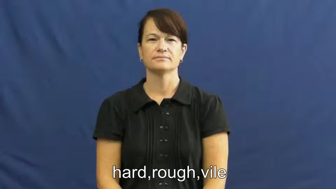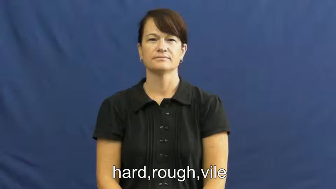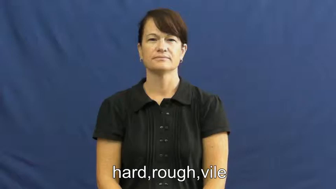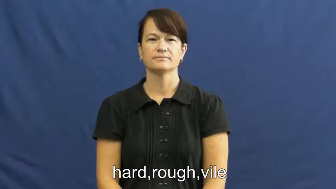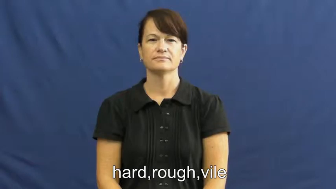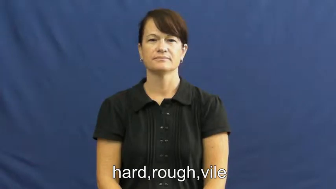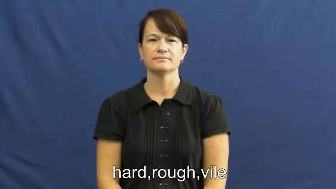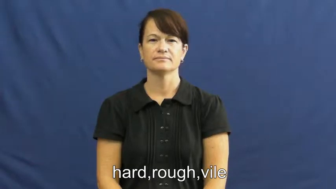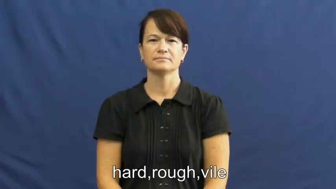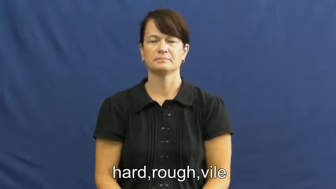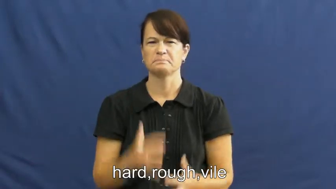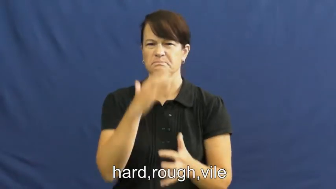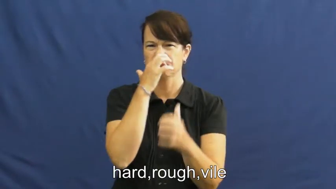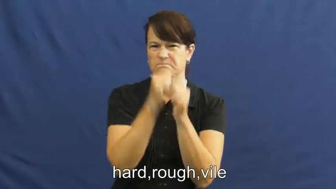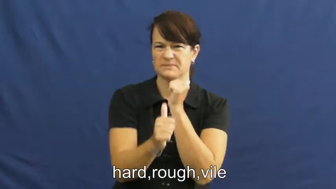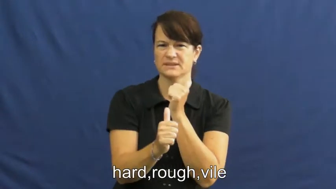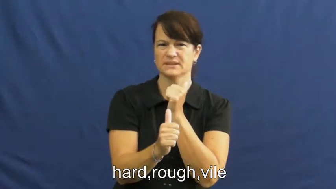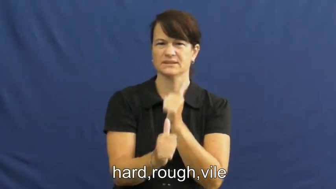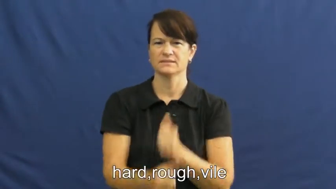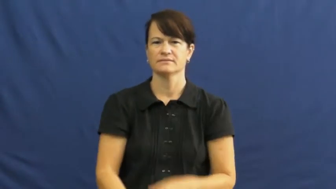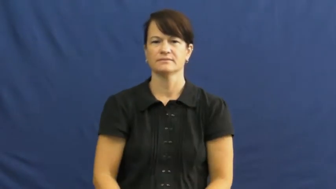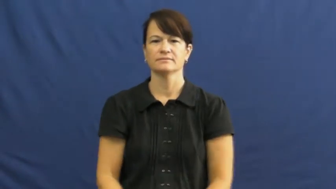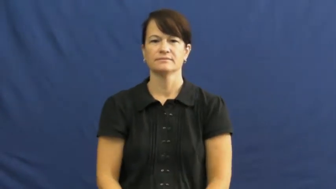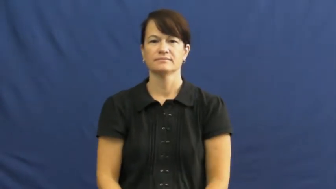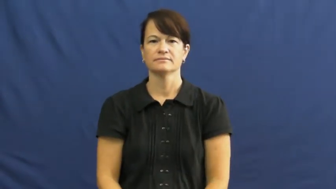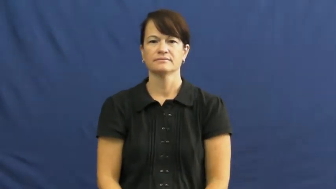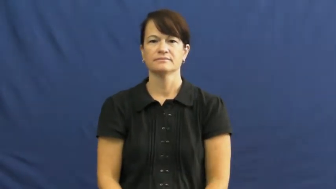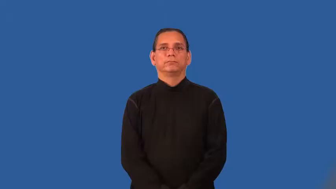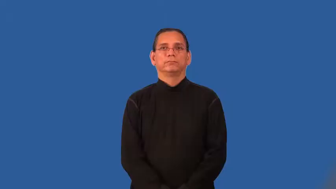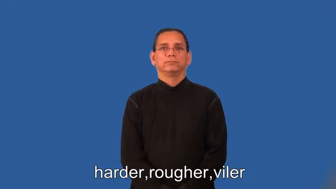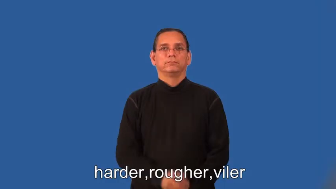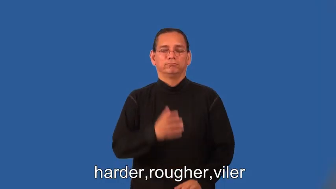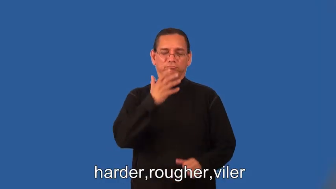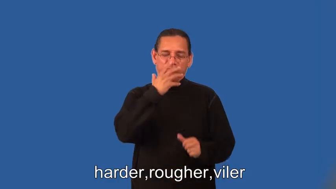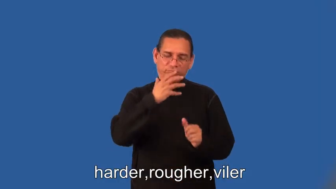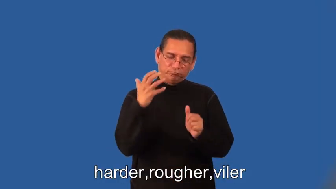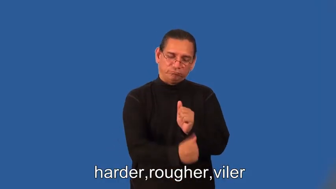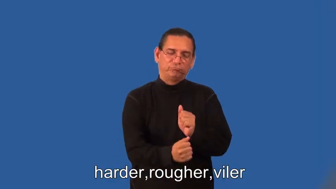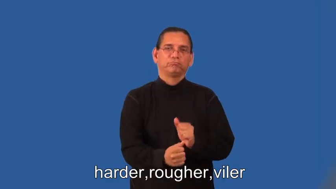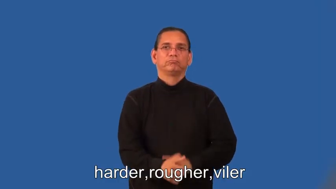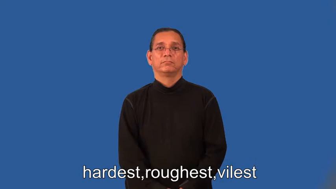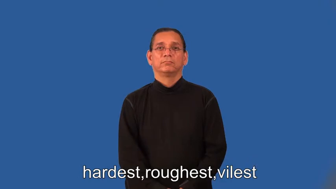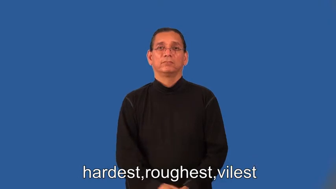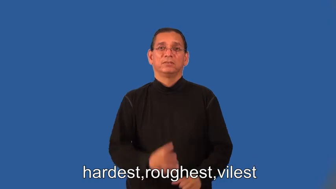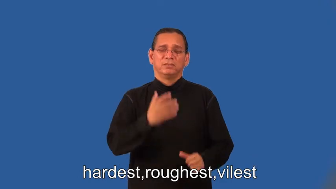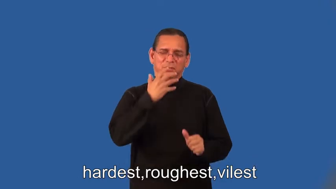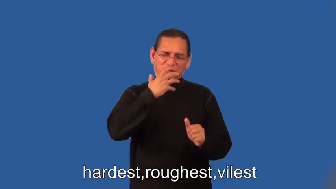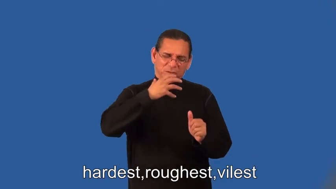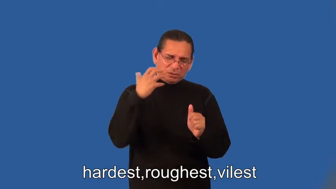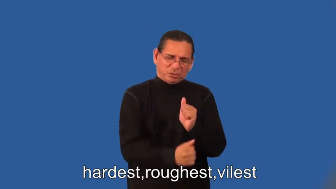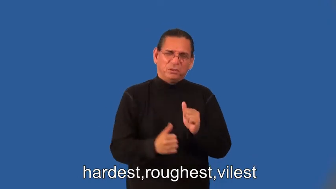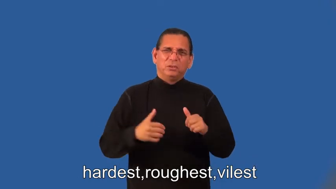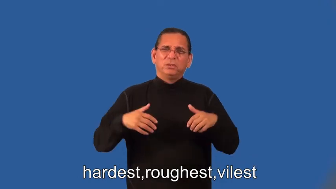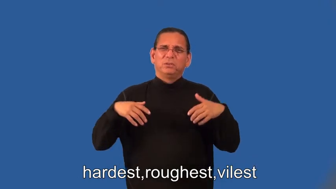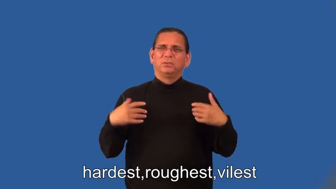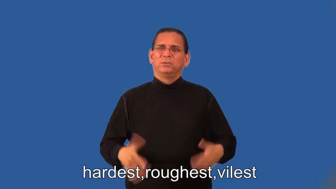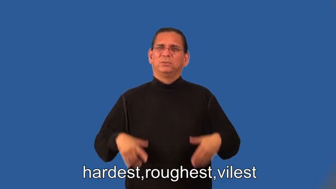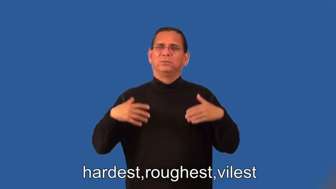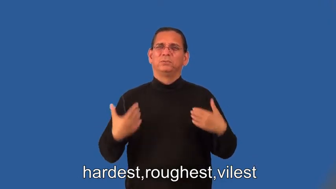harder,rougher,viler,hardest,roughest,vilest